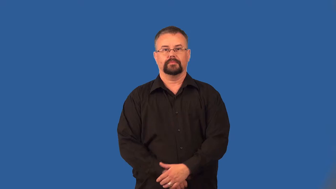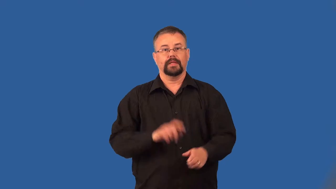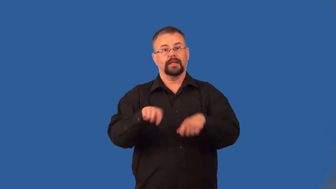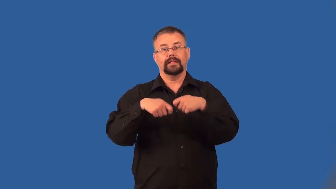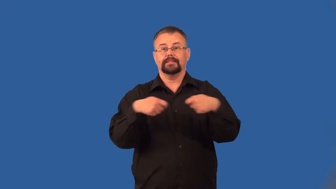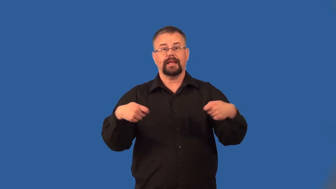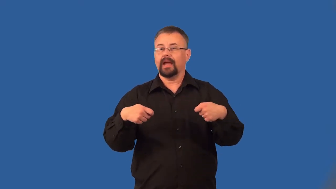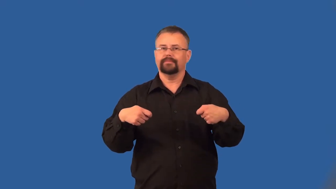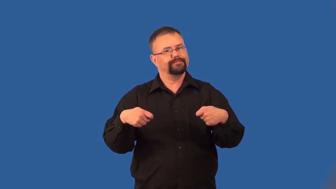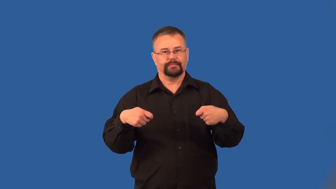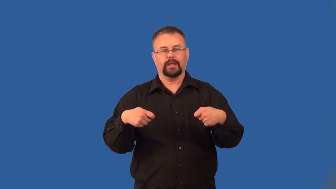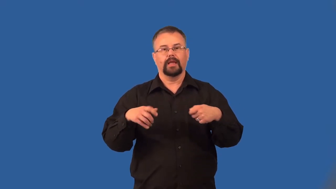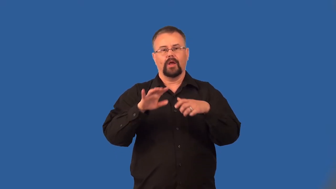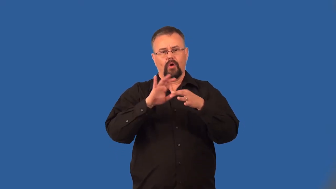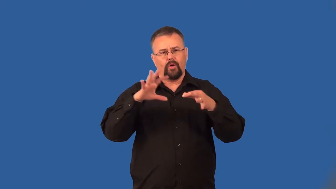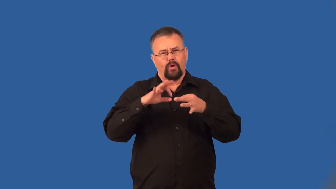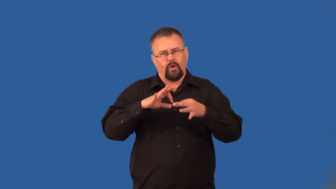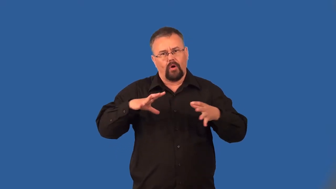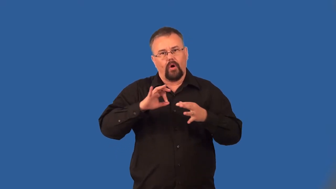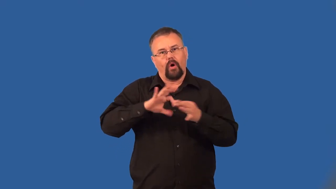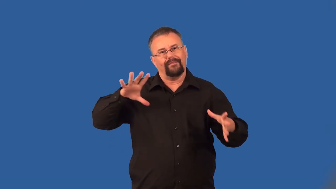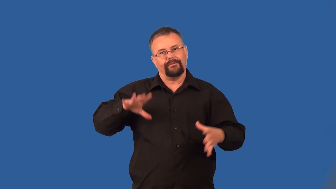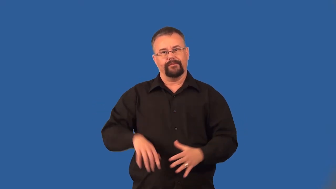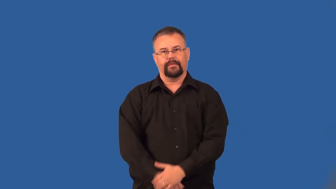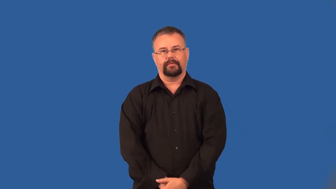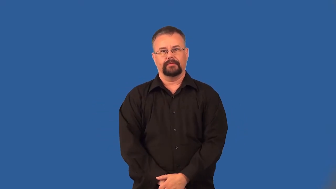untie